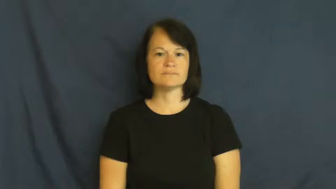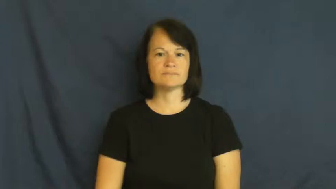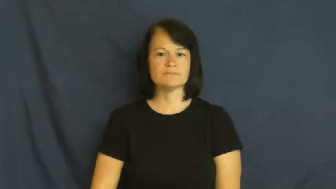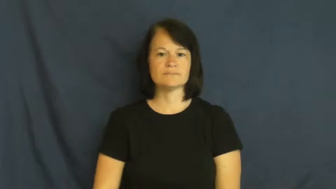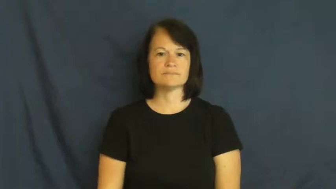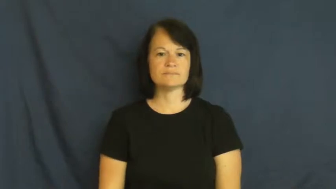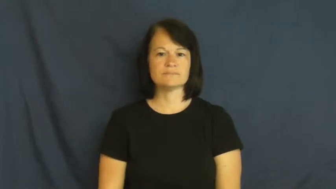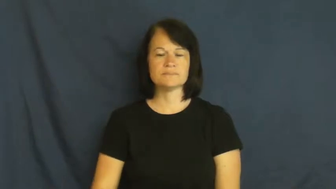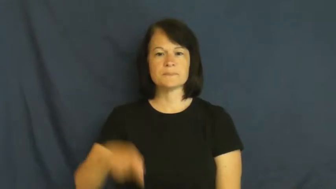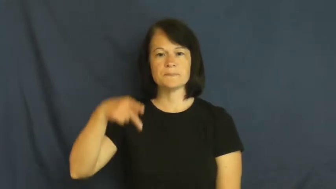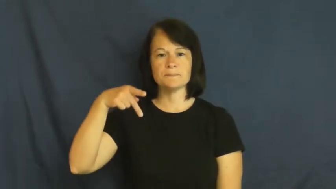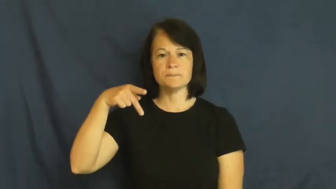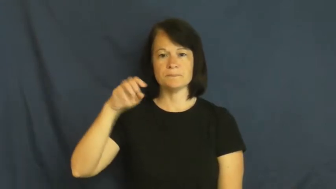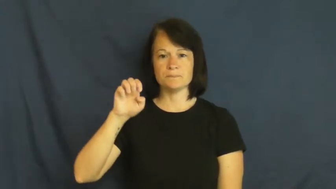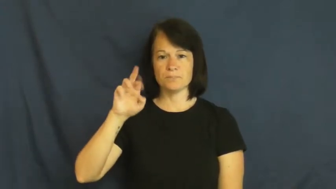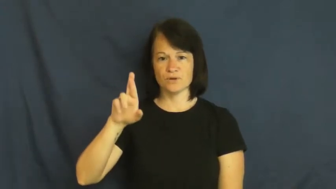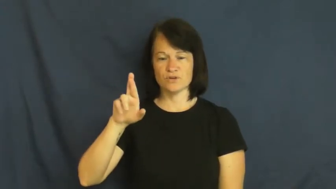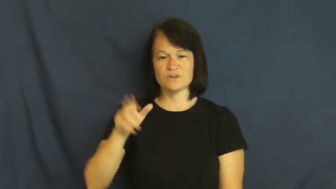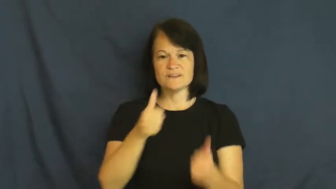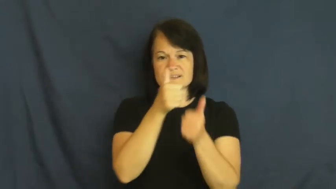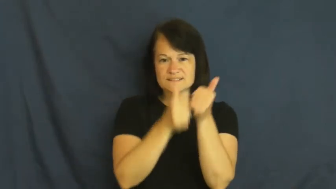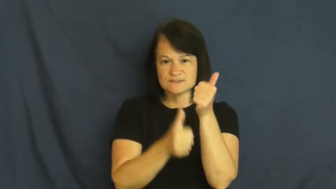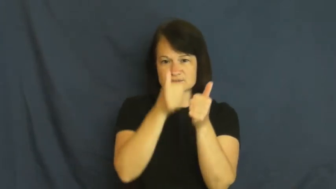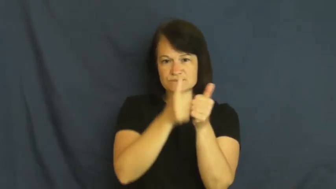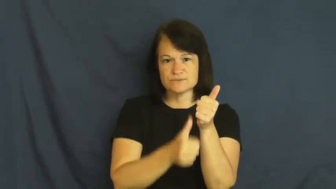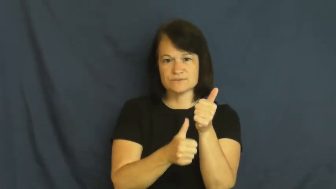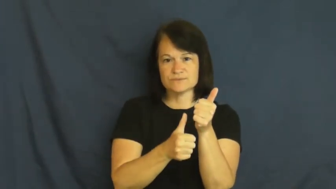per